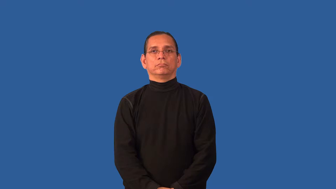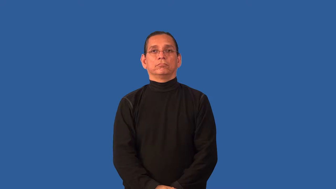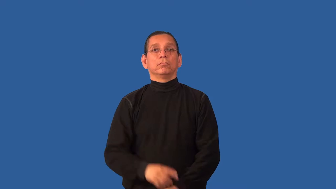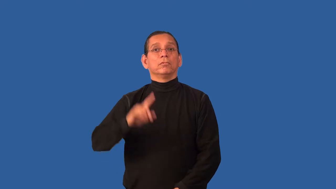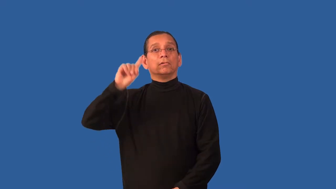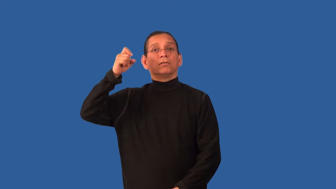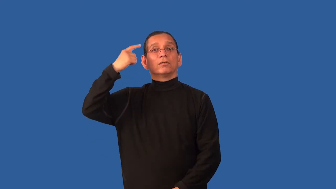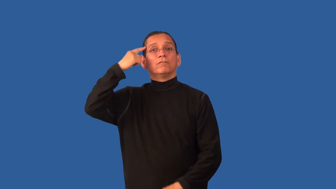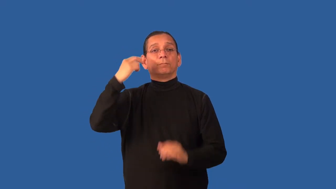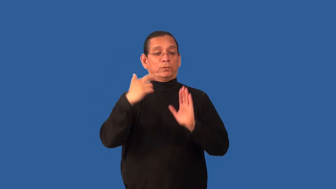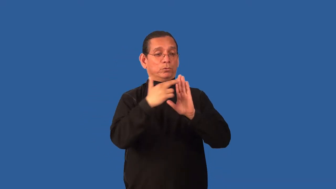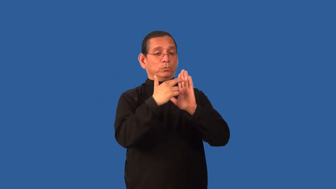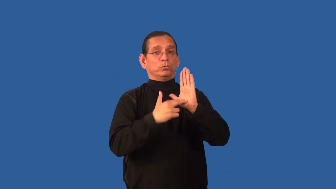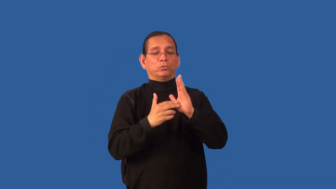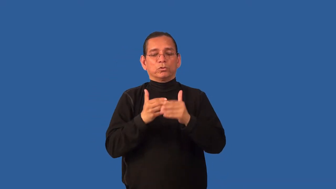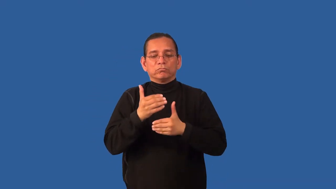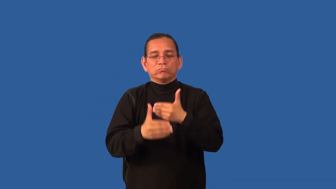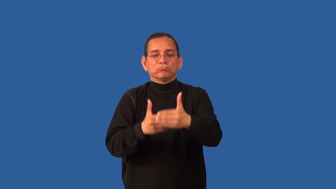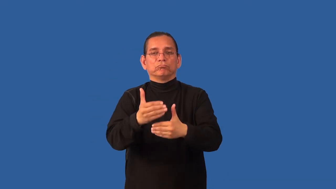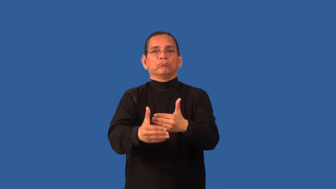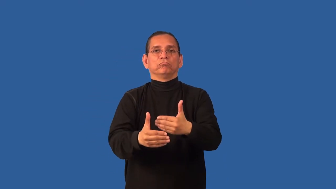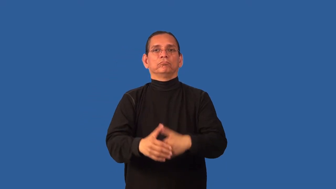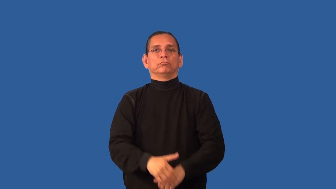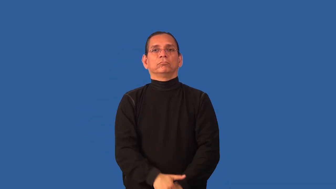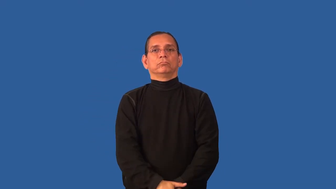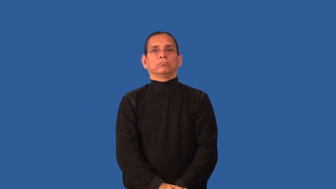bureaucracy